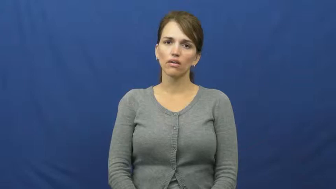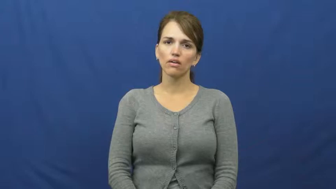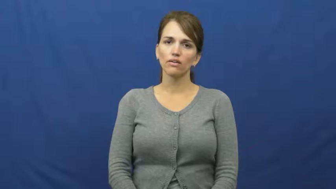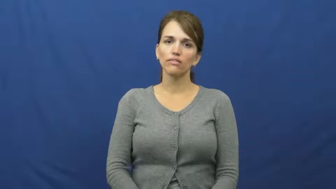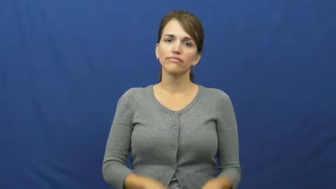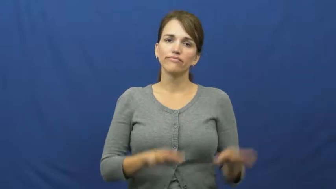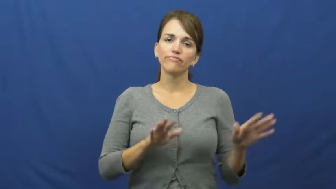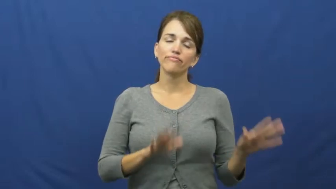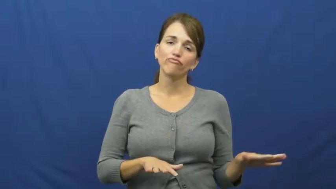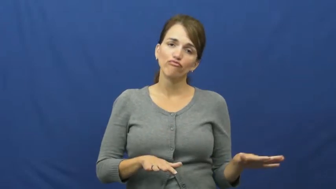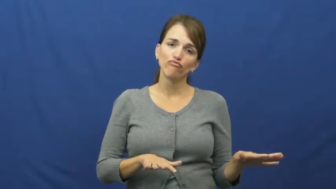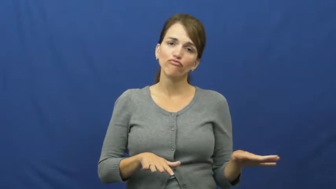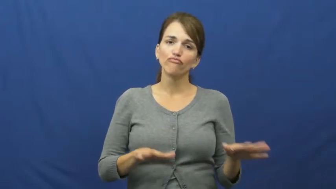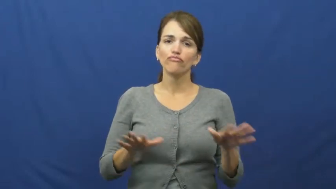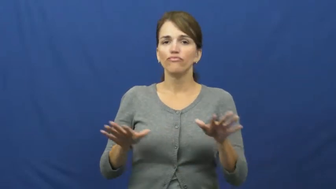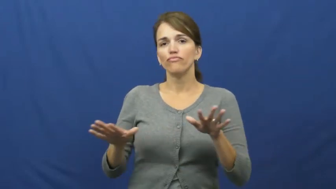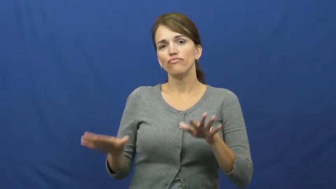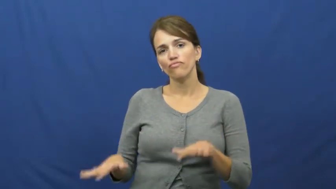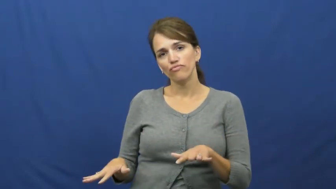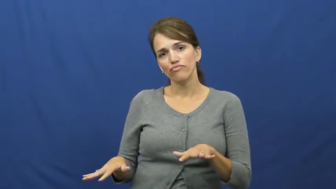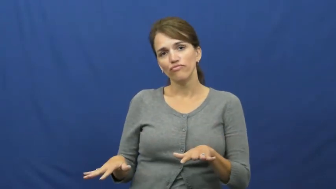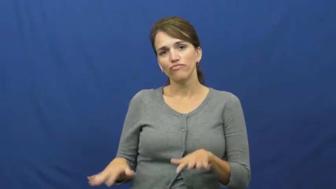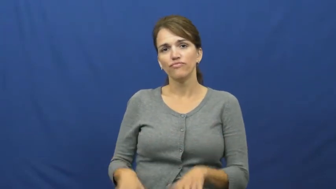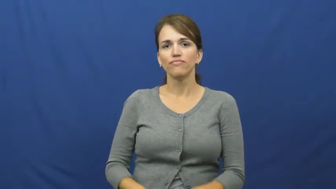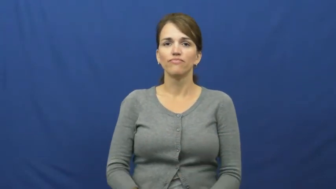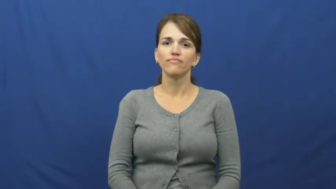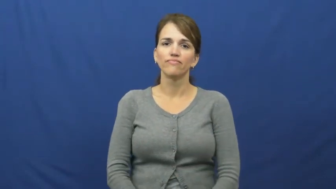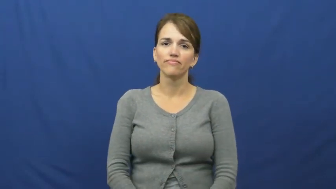fart around,bum around,dalliance,dally,dillydally